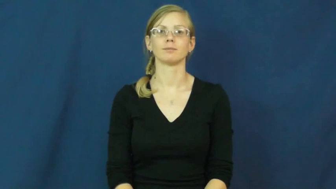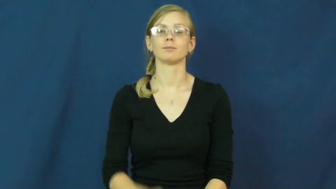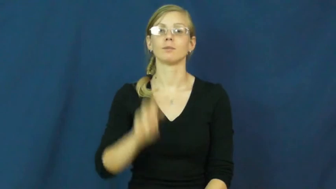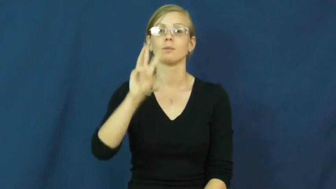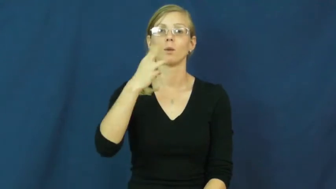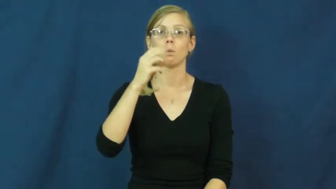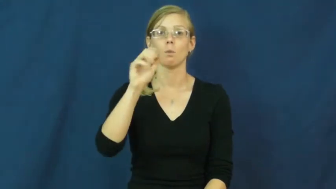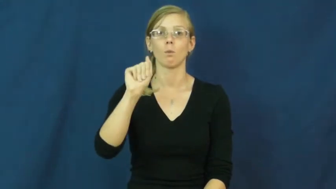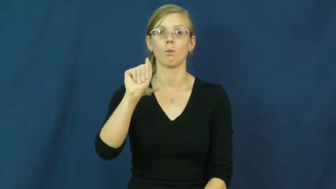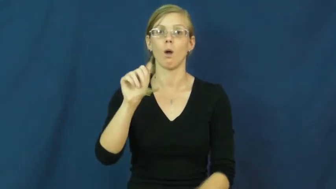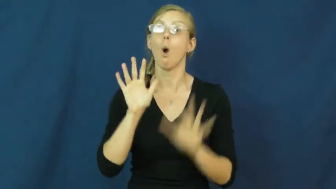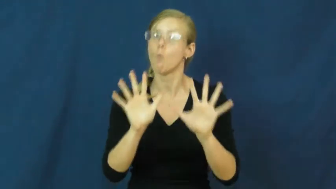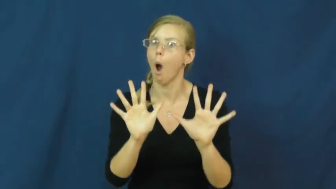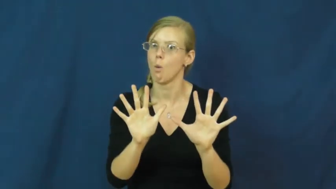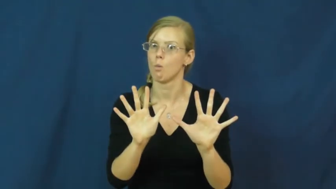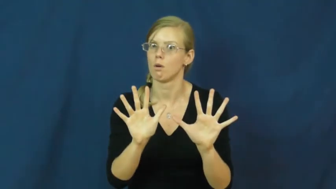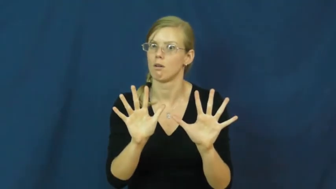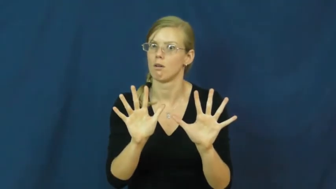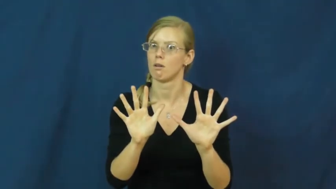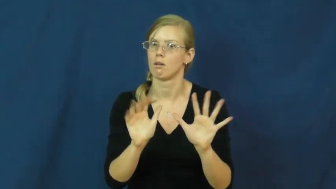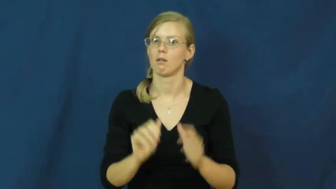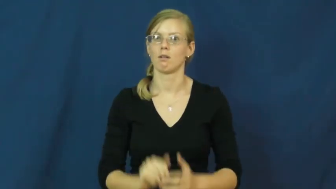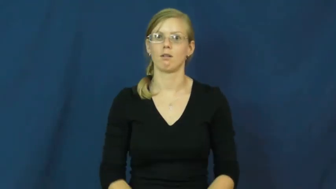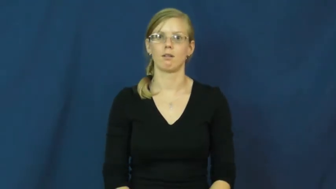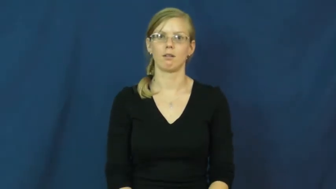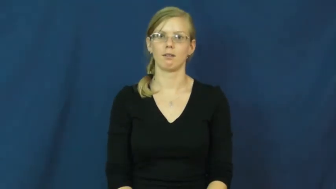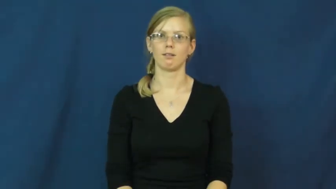whoa